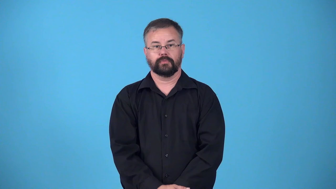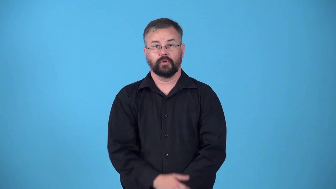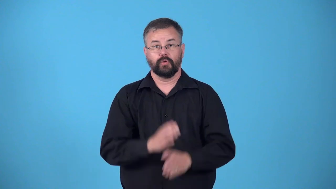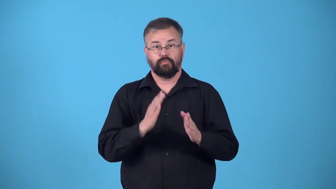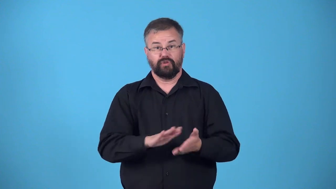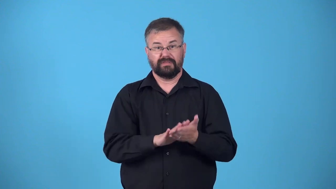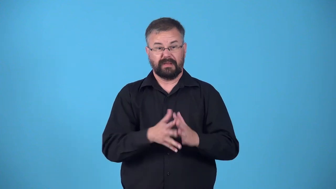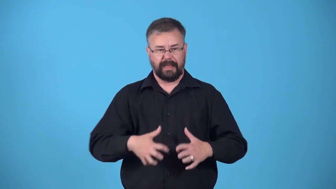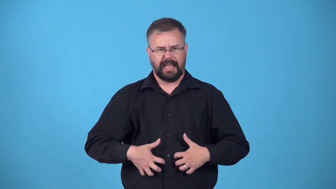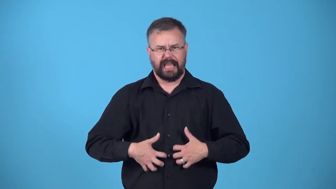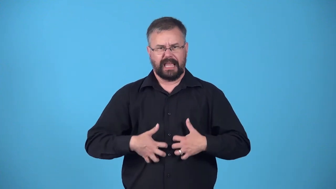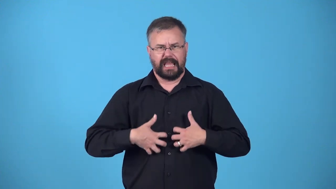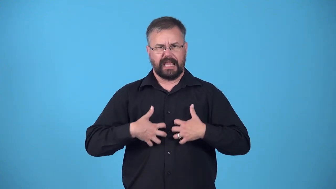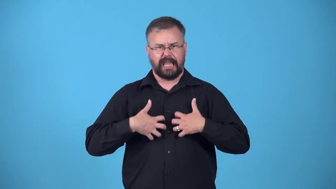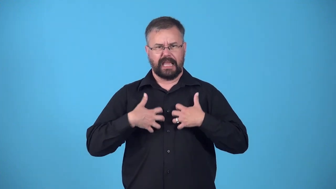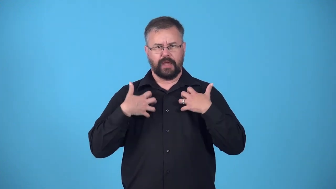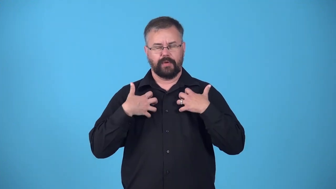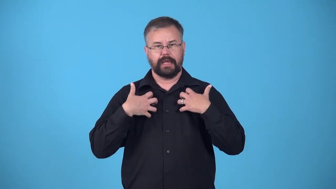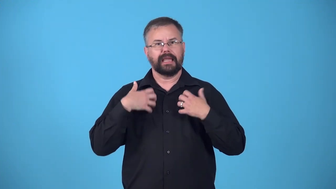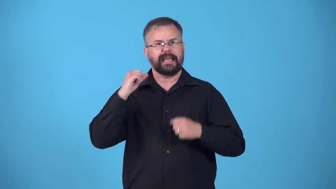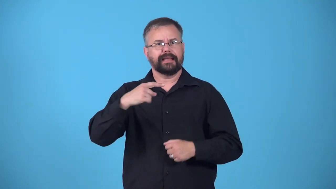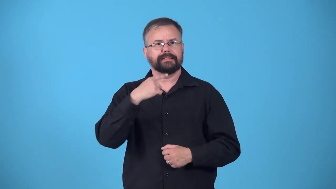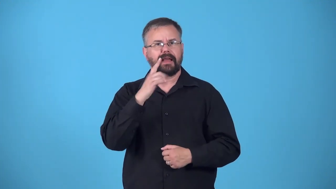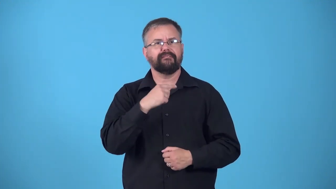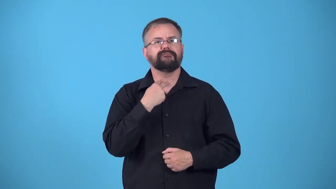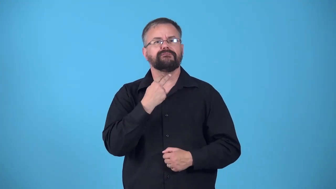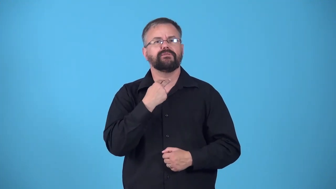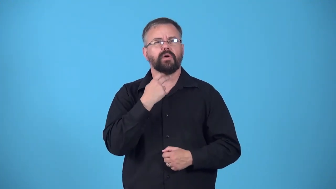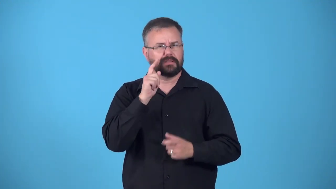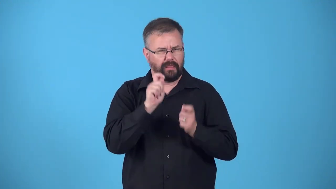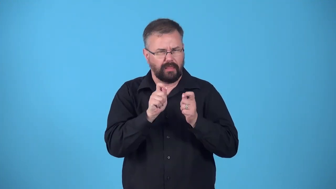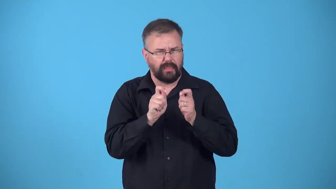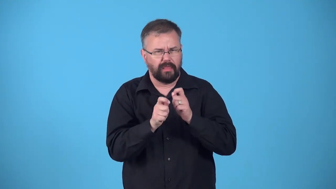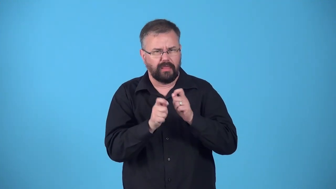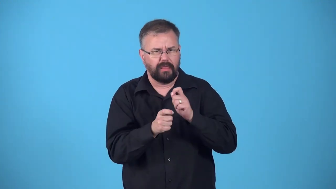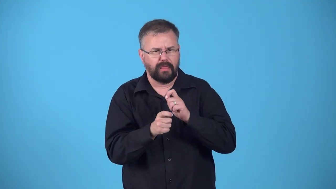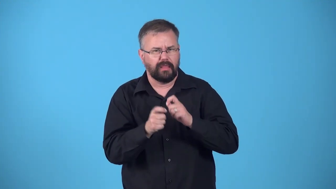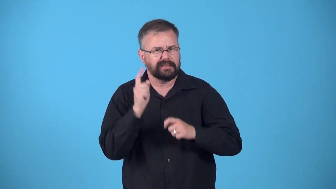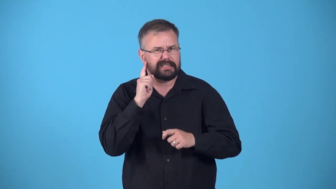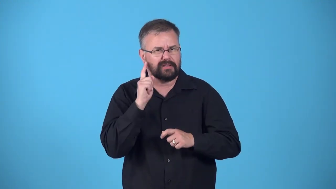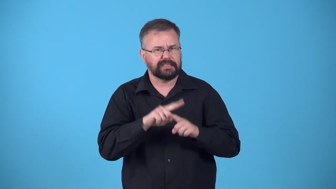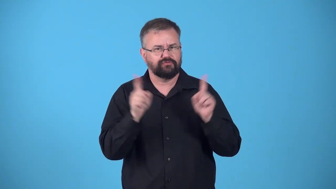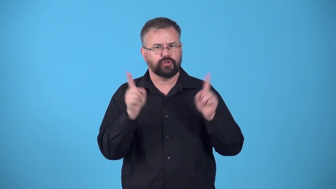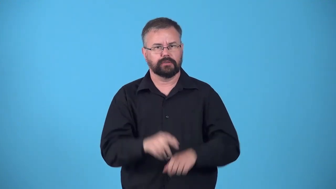edge,edgy